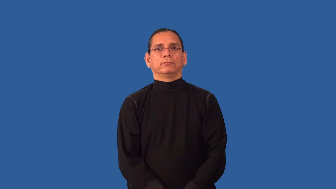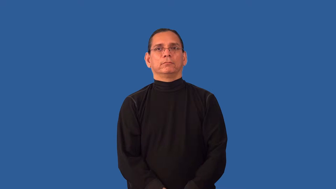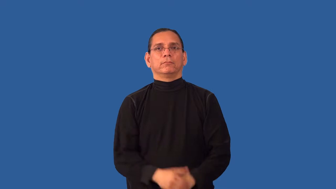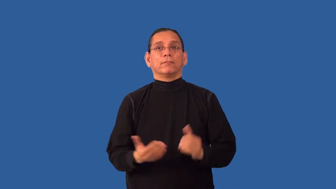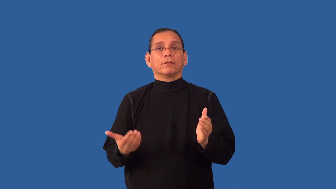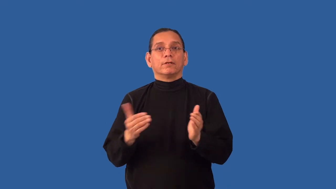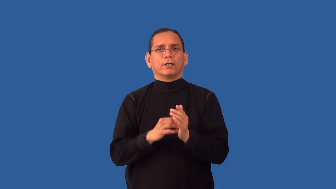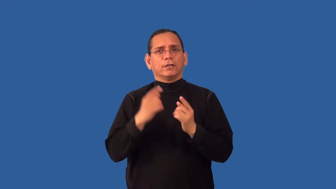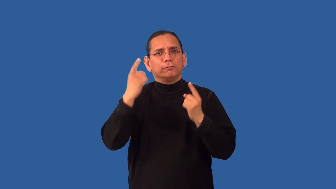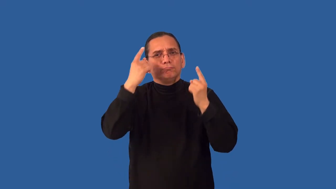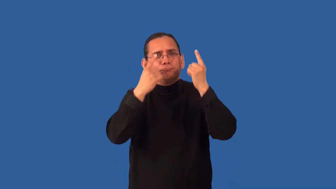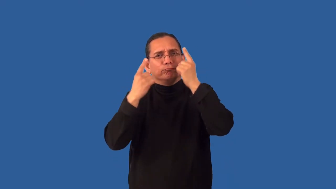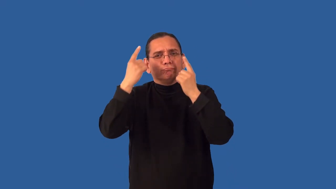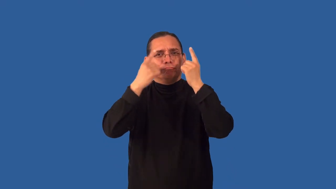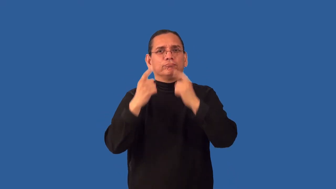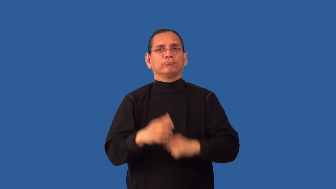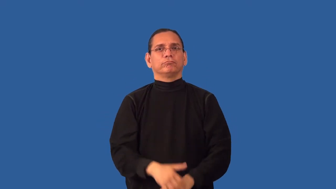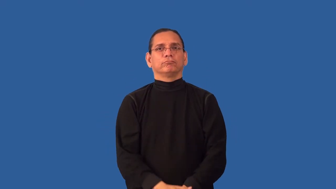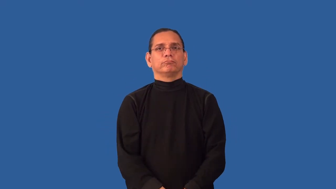reconsider